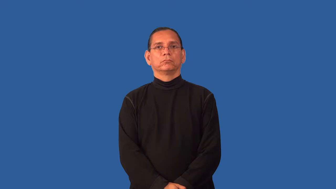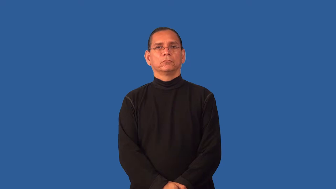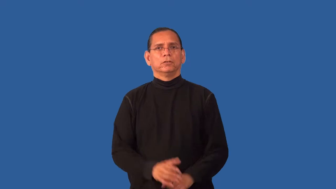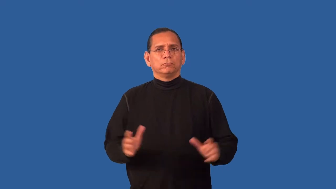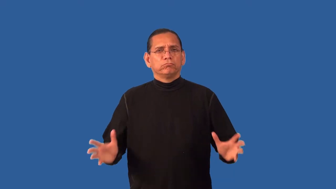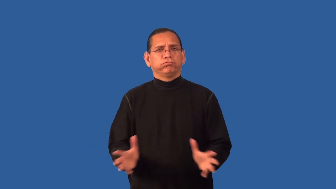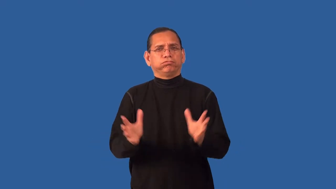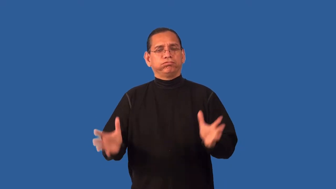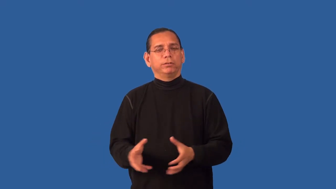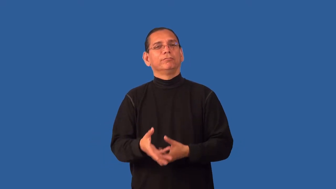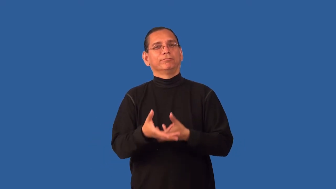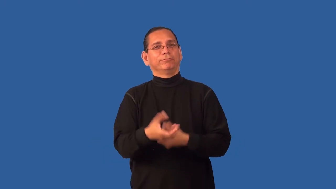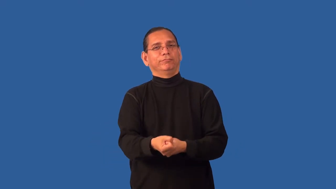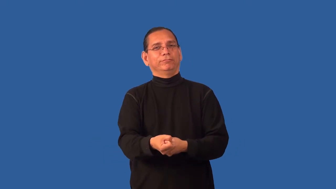embolden